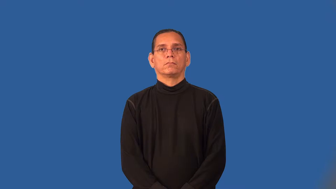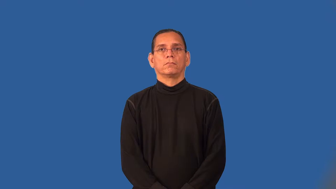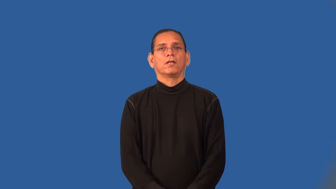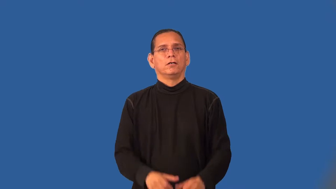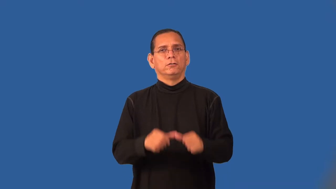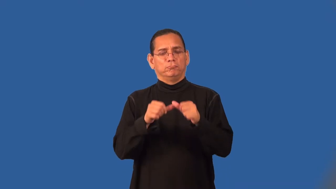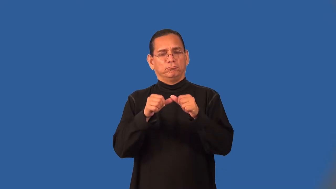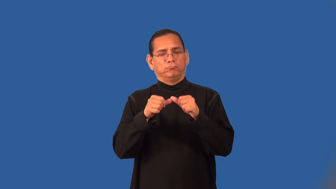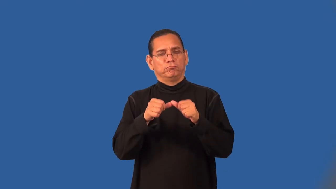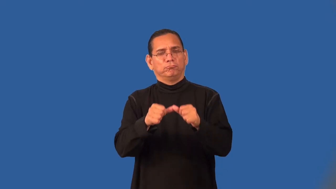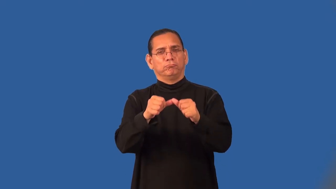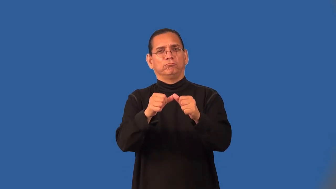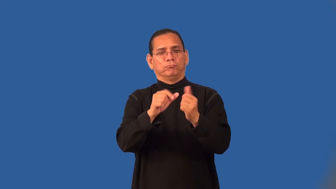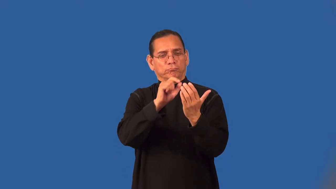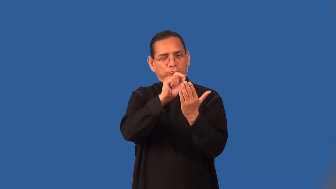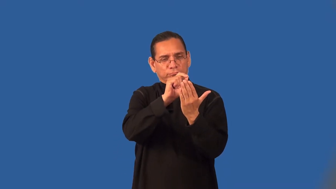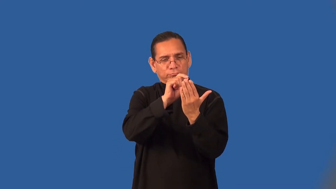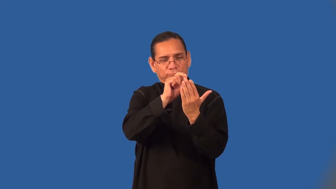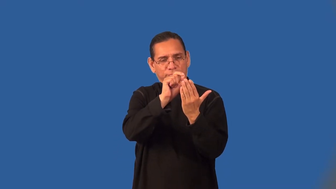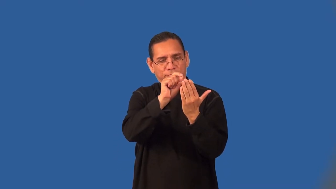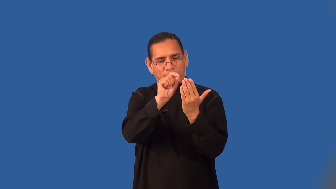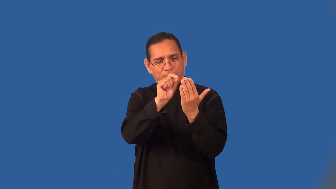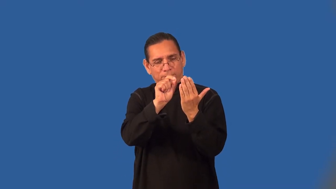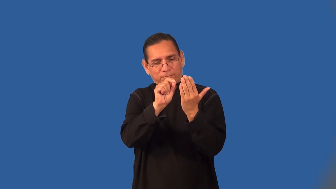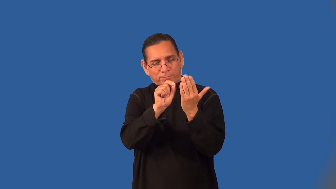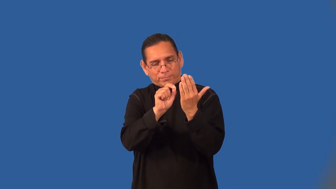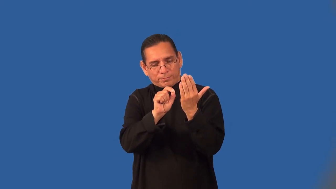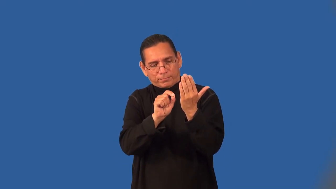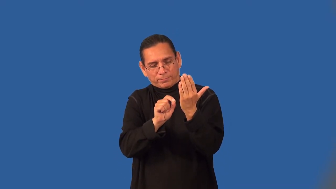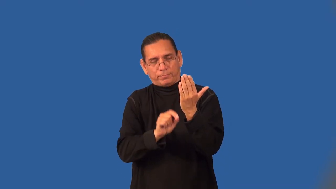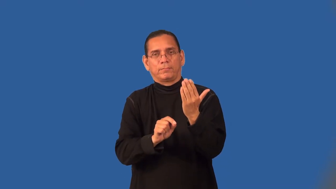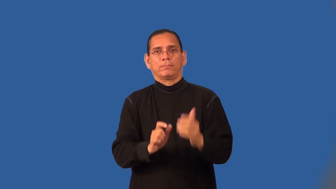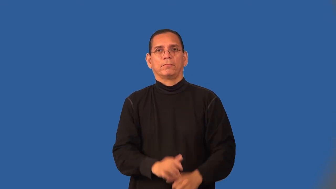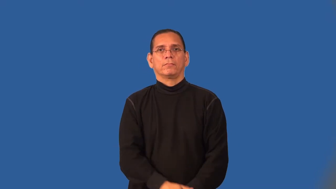run-touch and move along